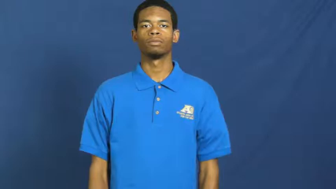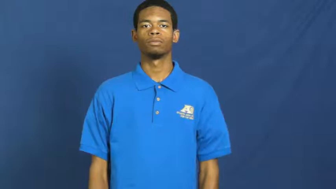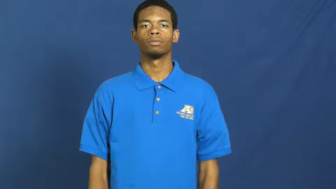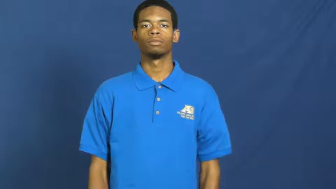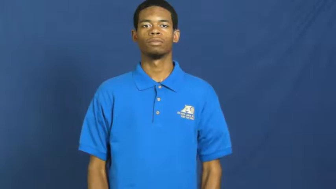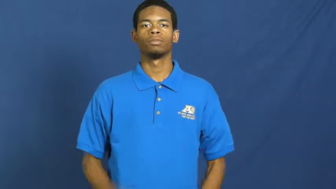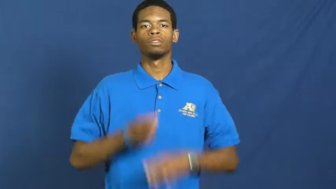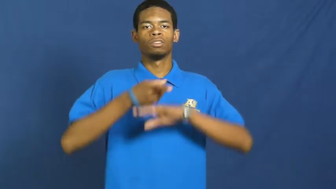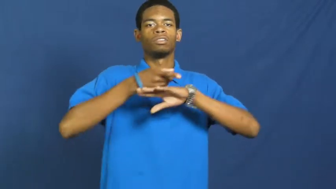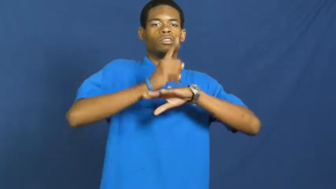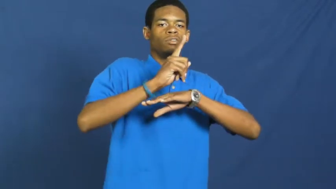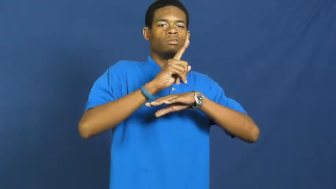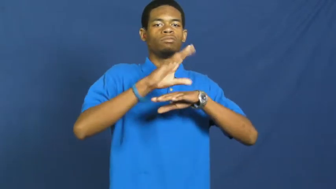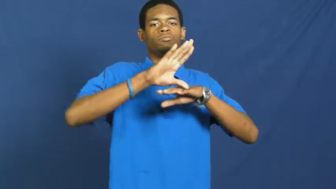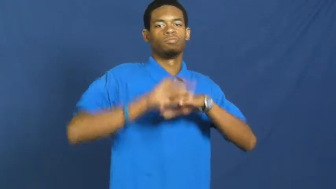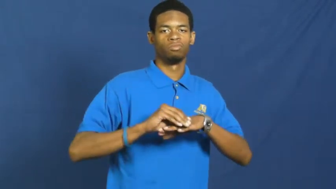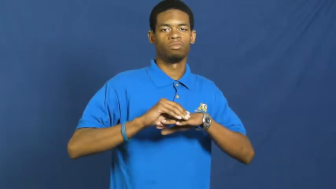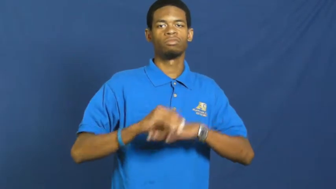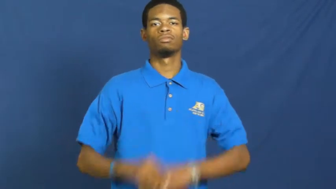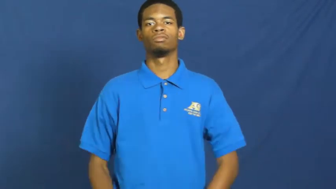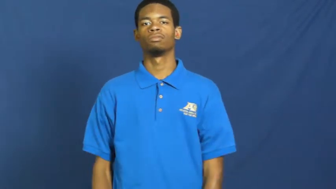run down,tear into,denigrate,humiliate,beat down,cut down